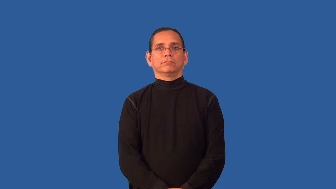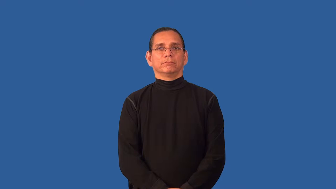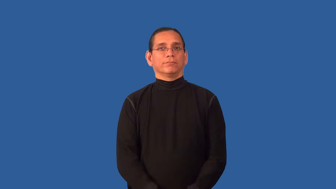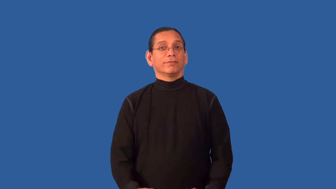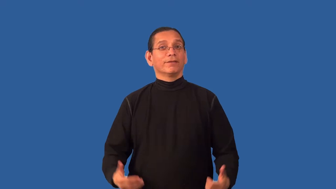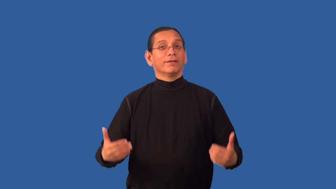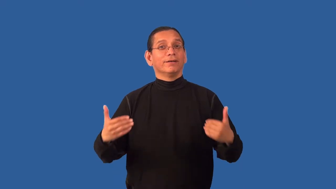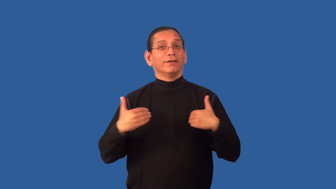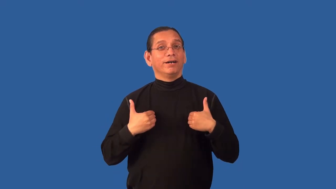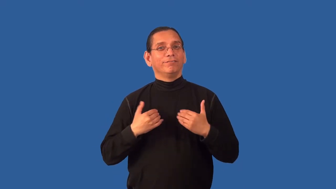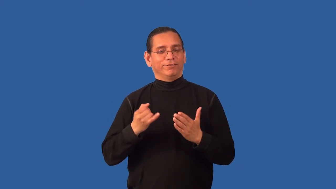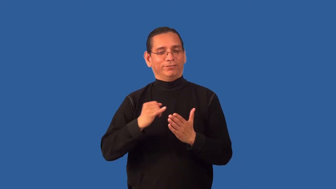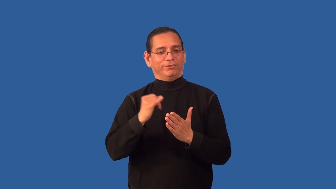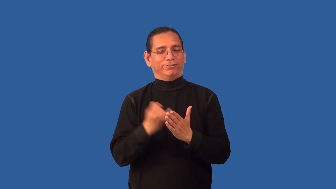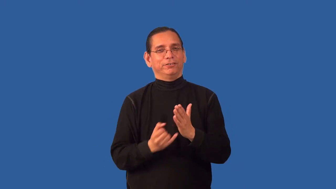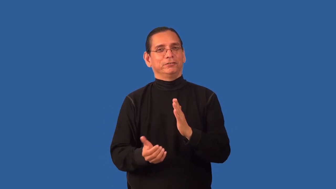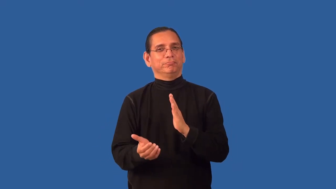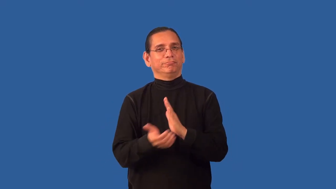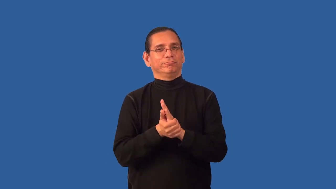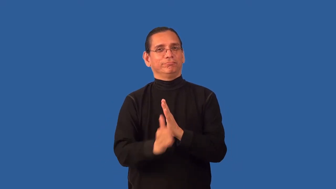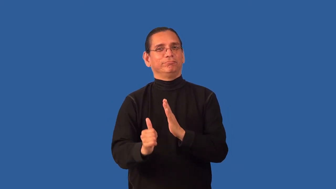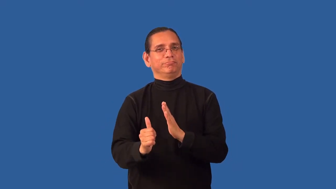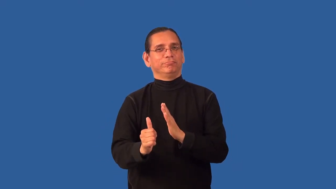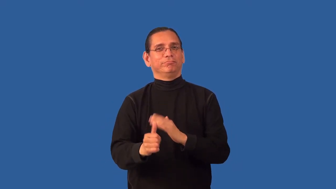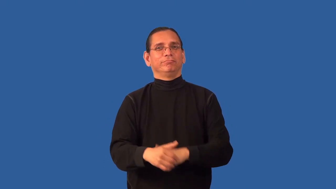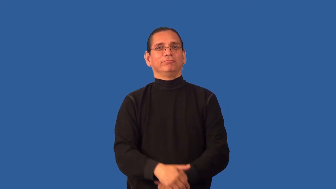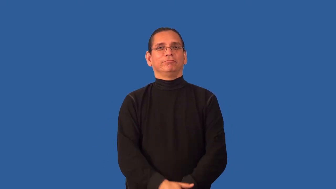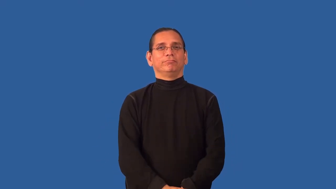artsy,artistic